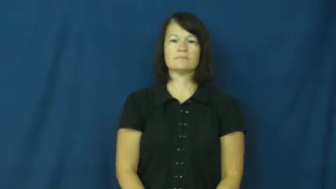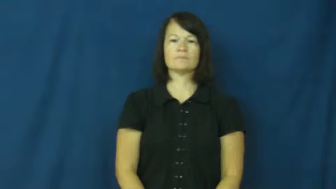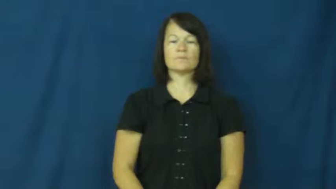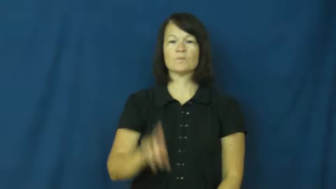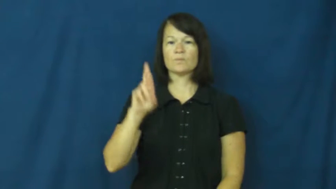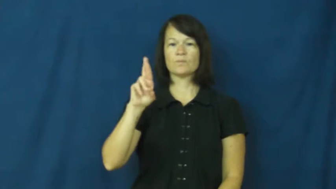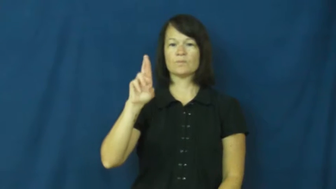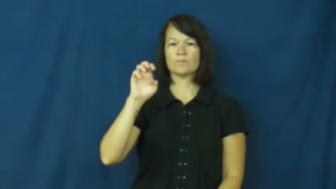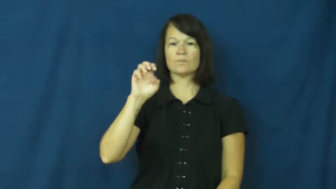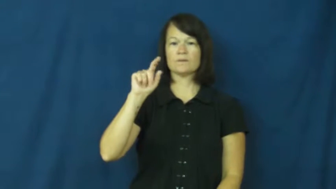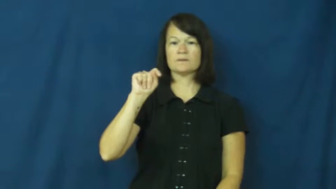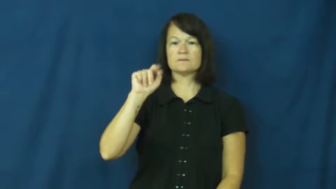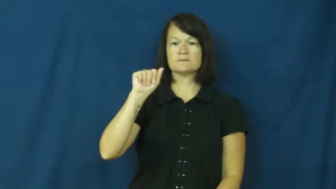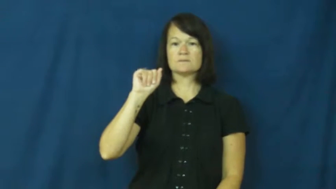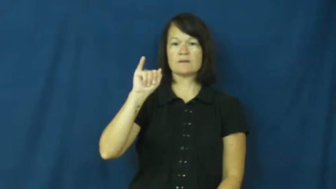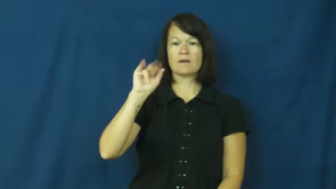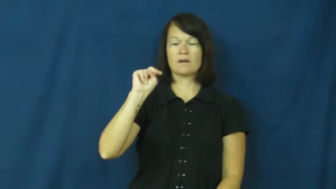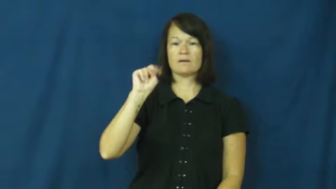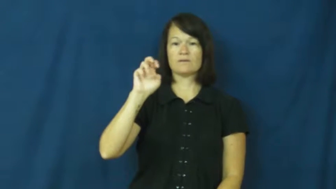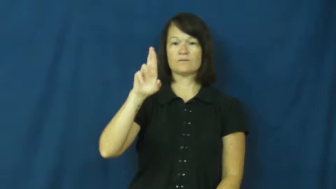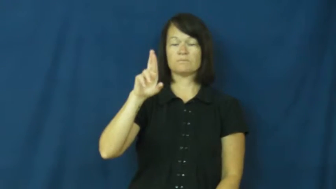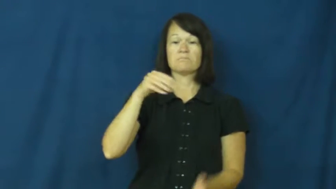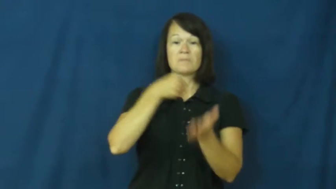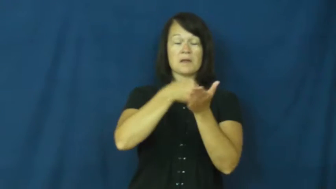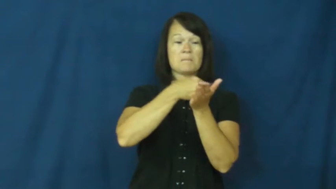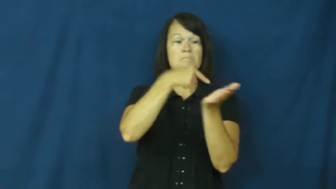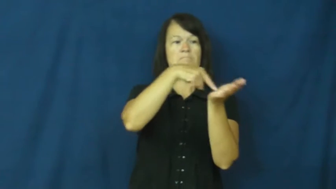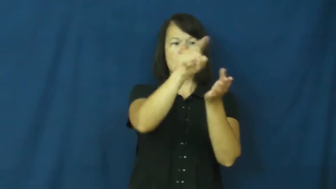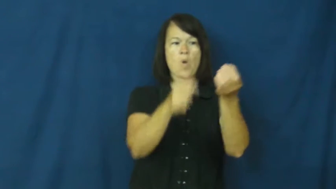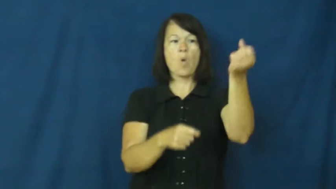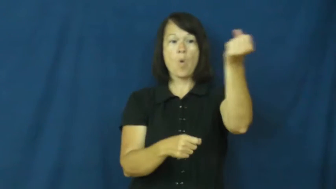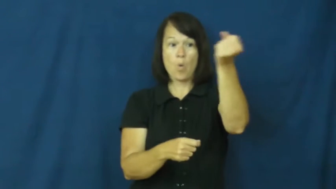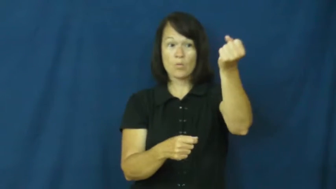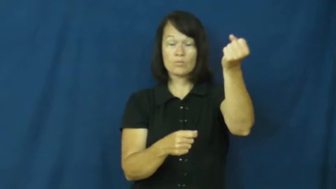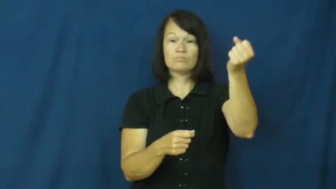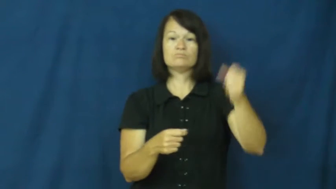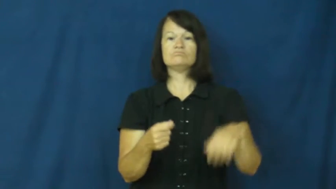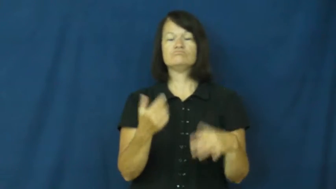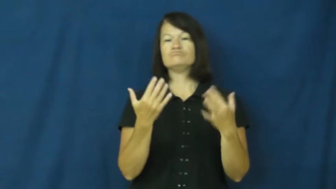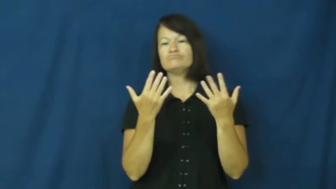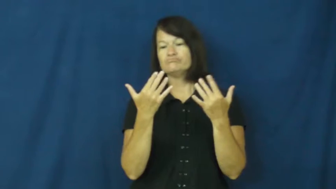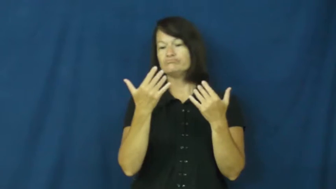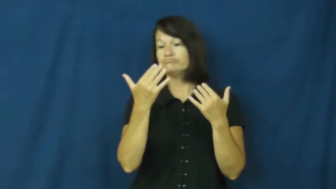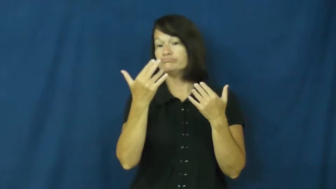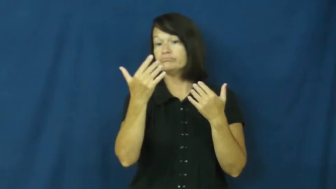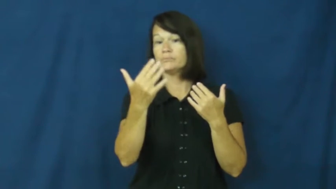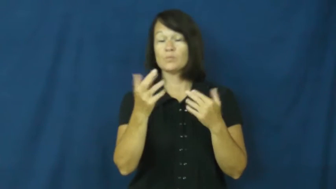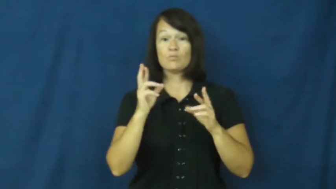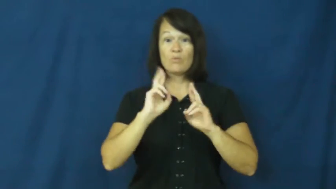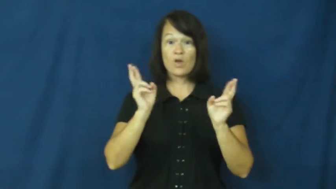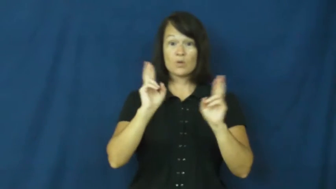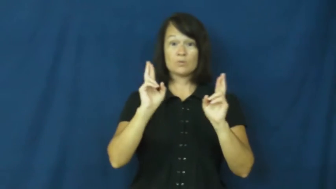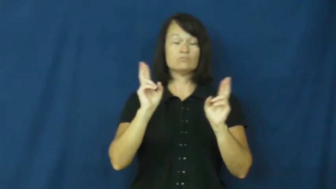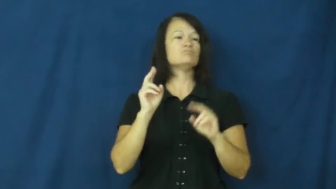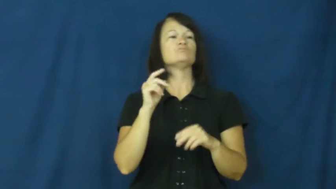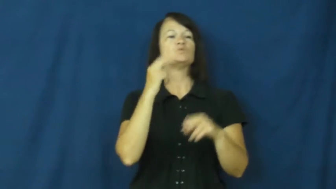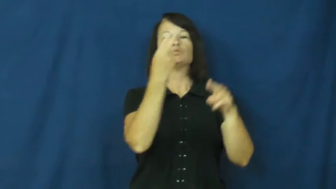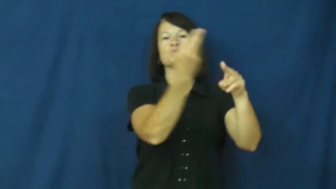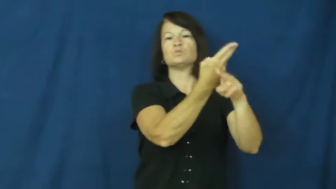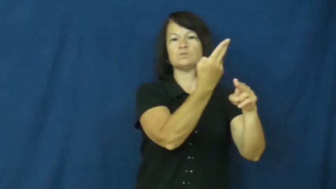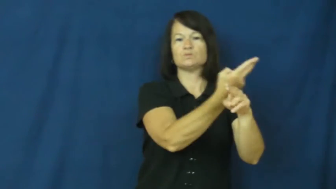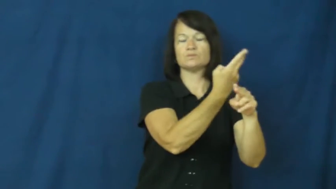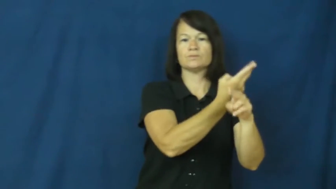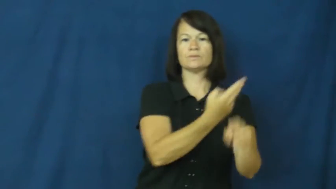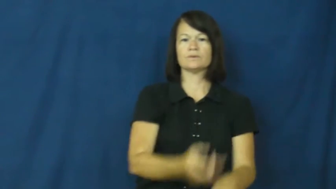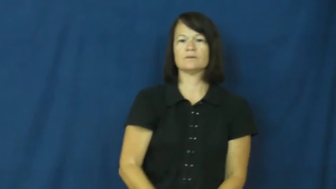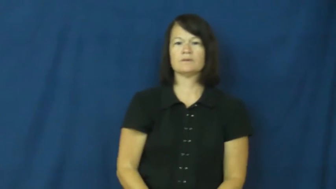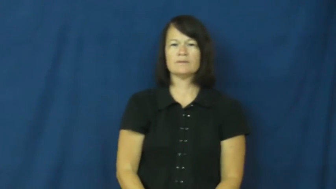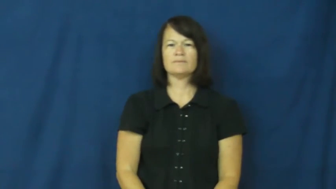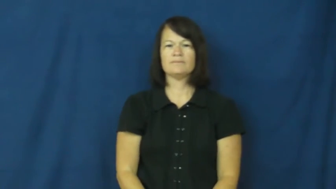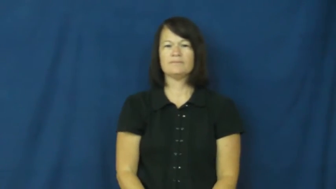retain,retainer-pay